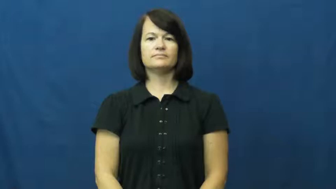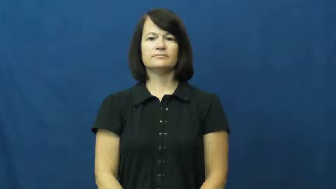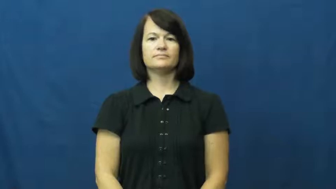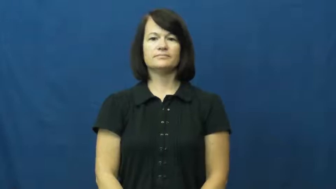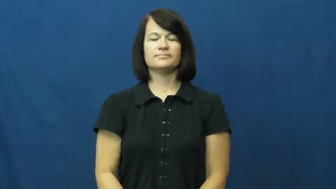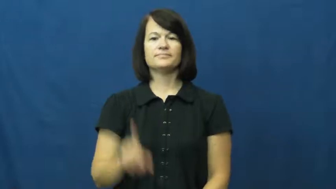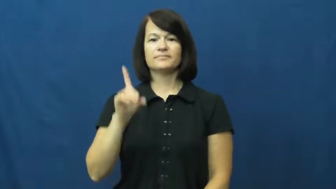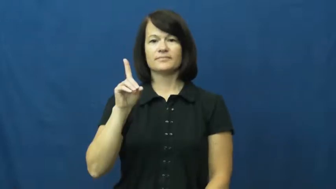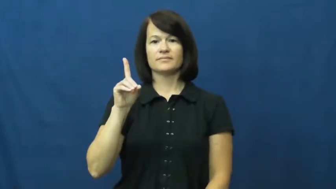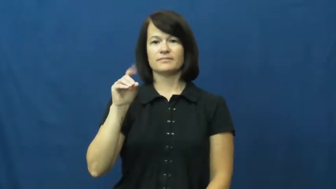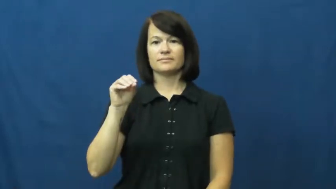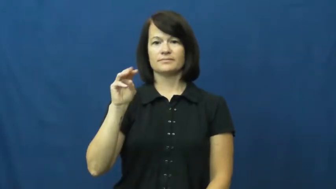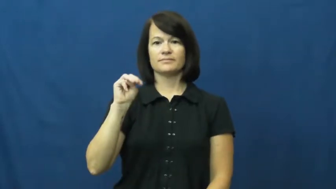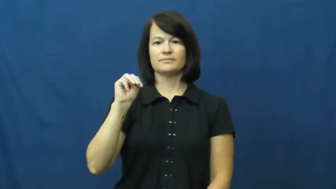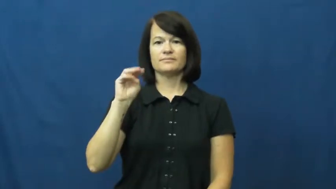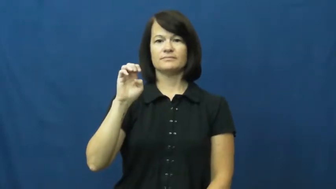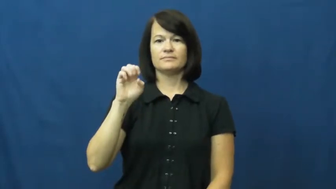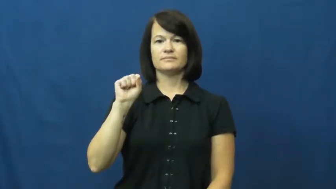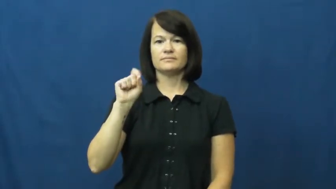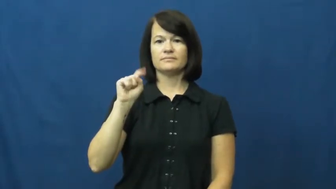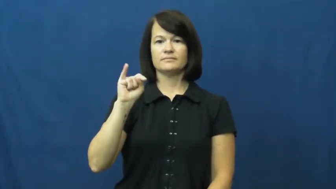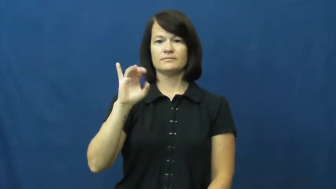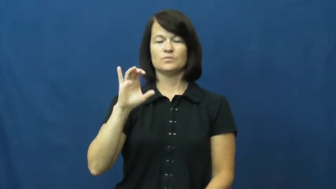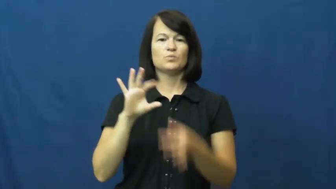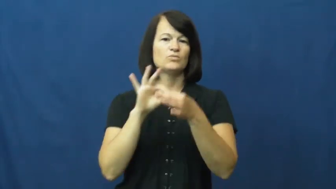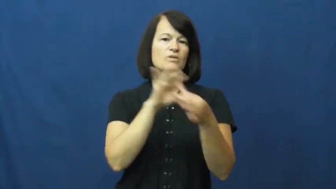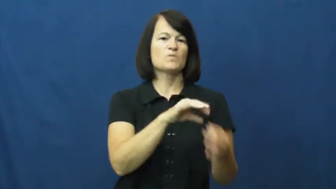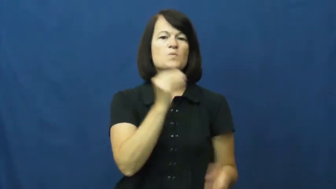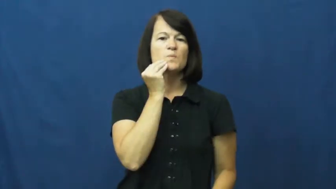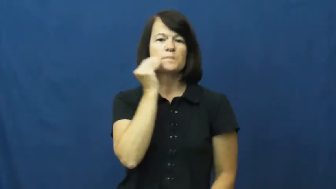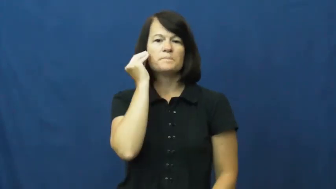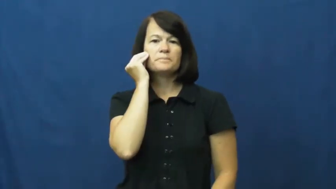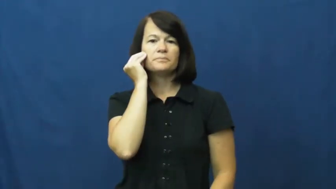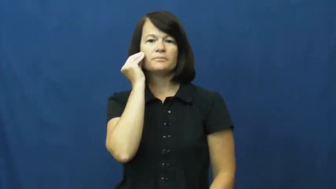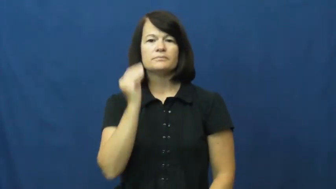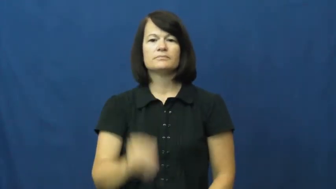domestic-home